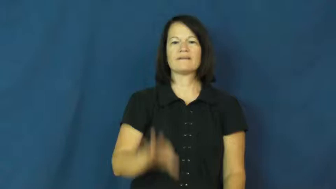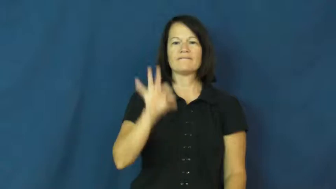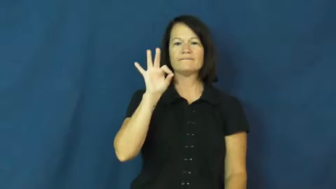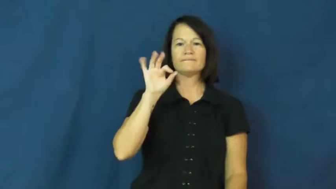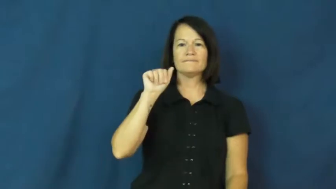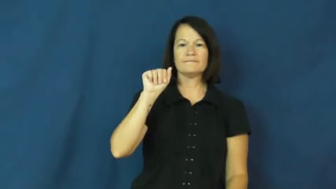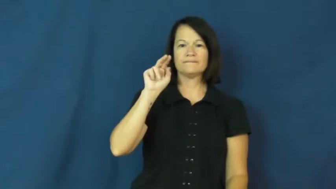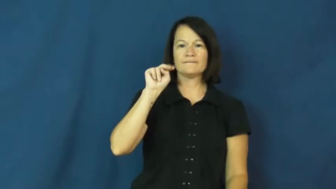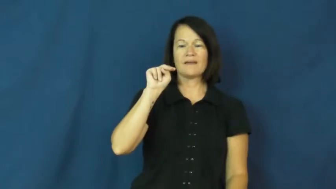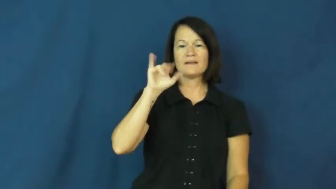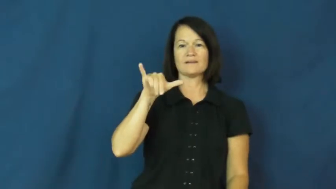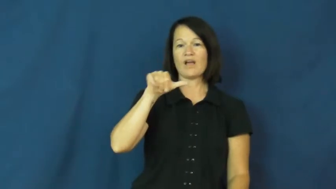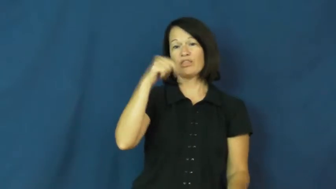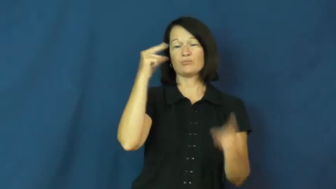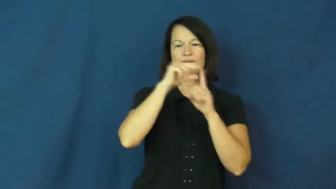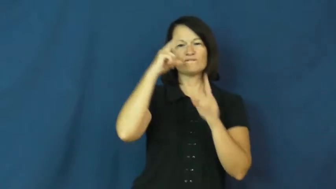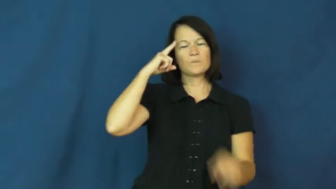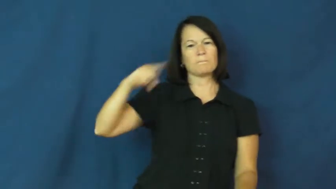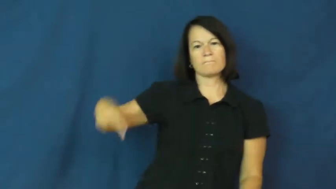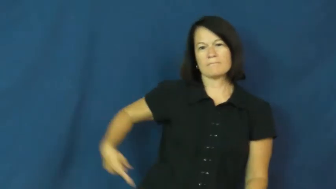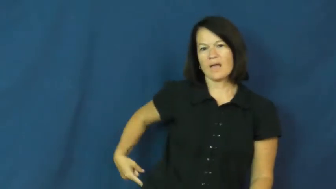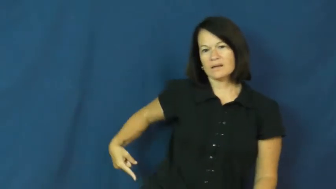fanny